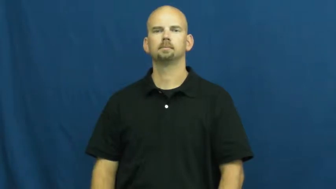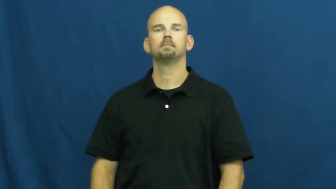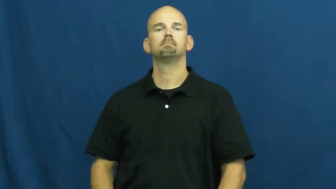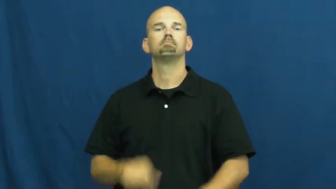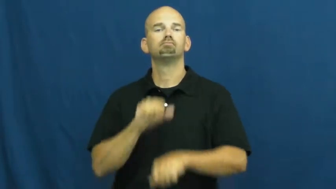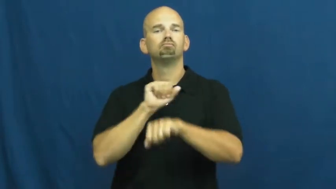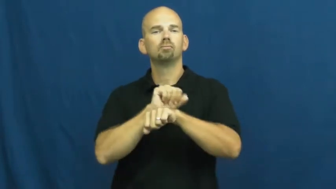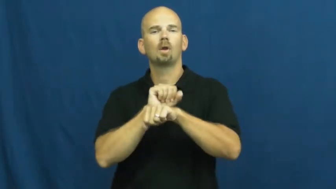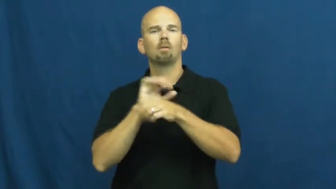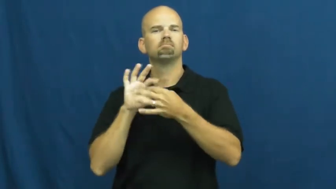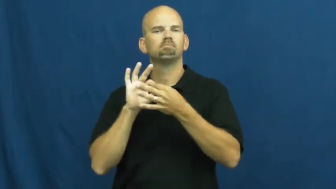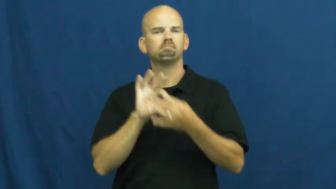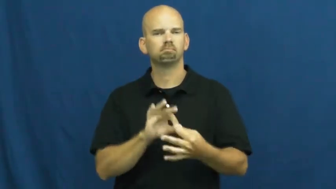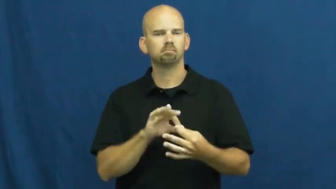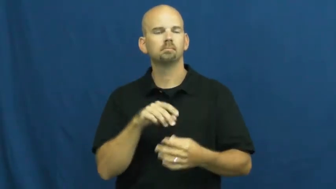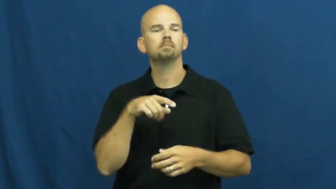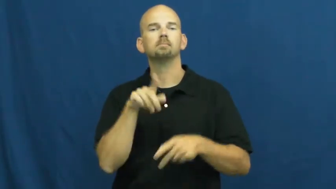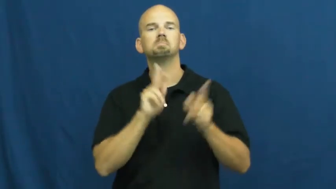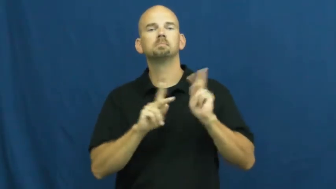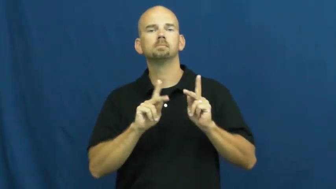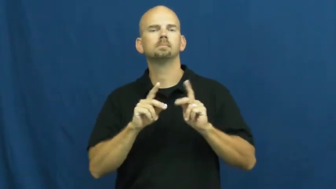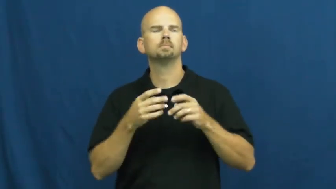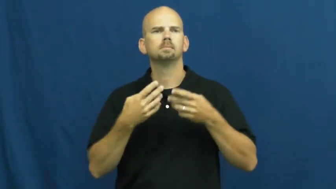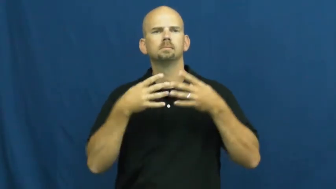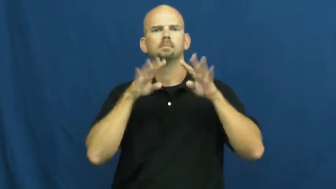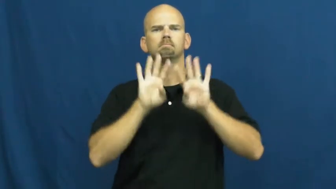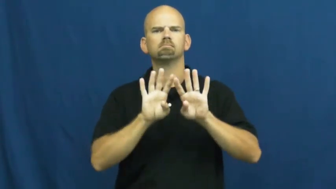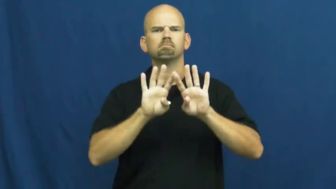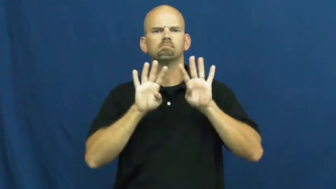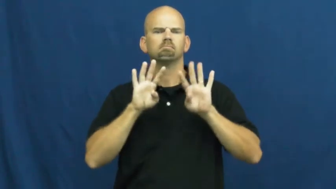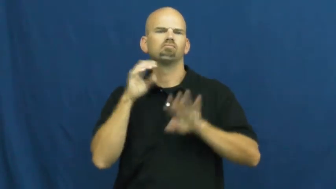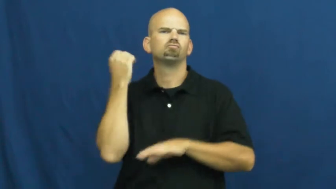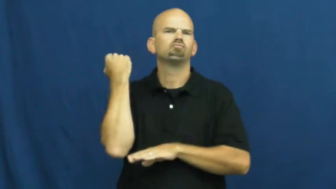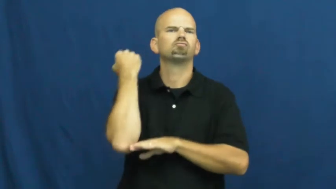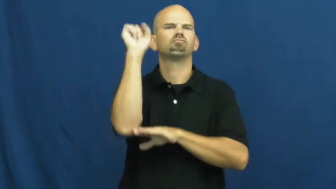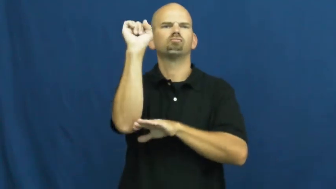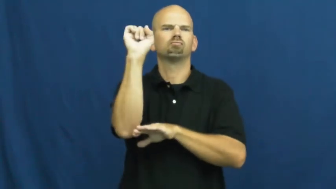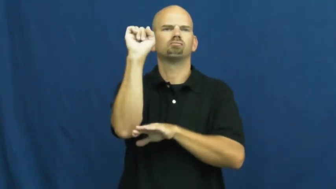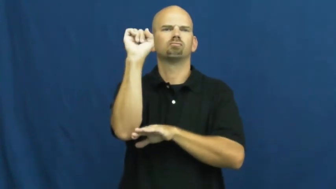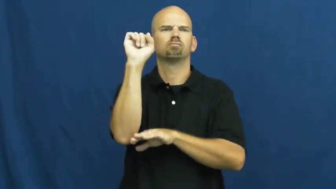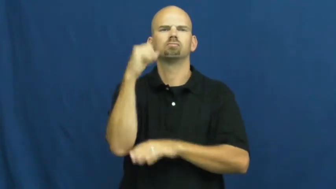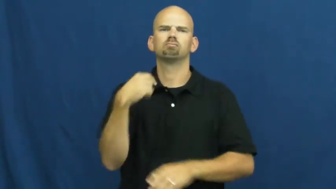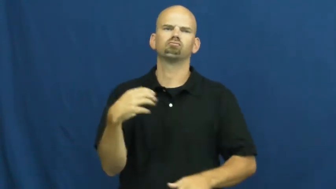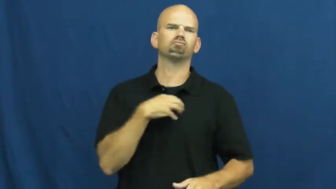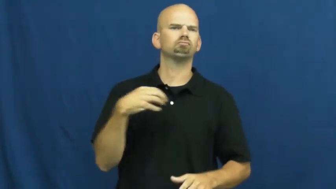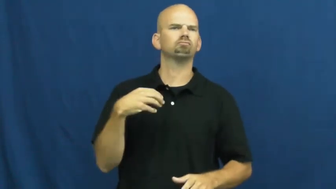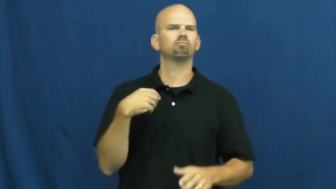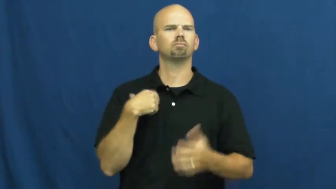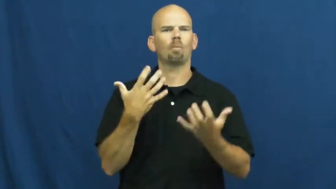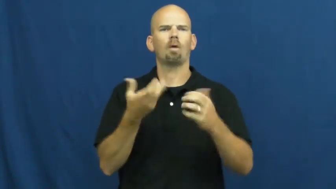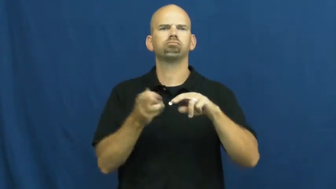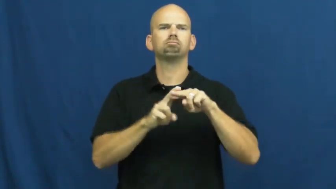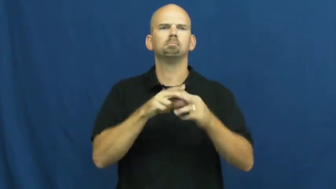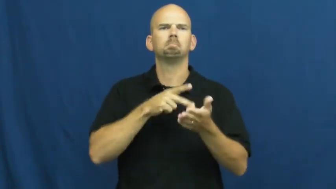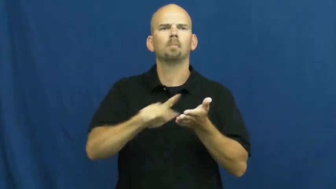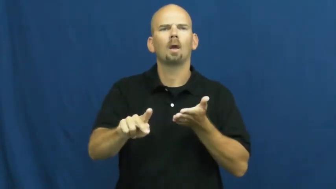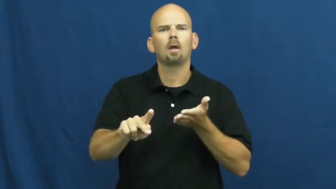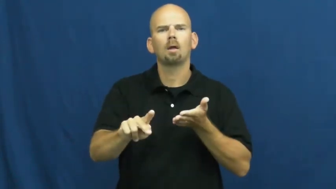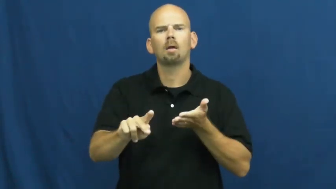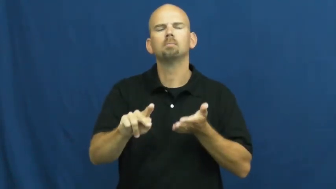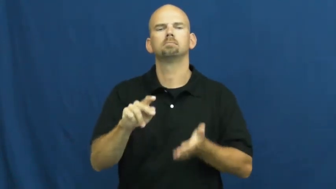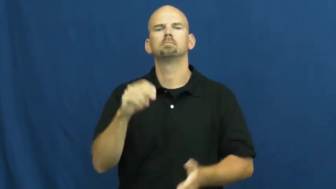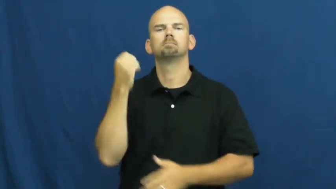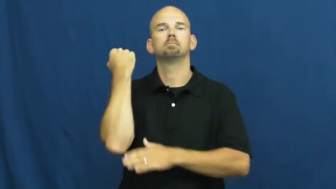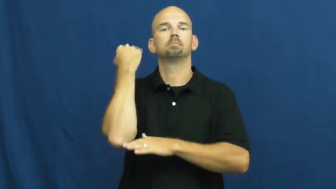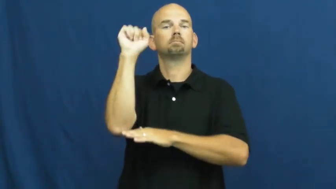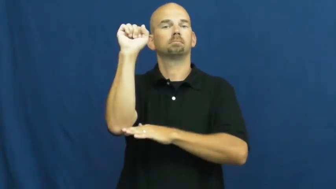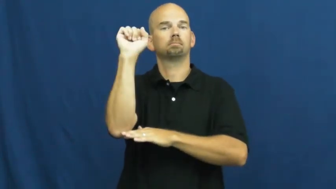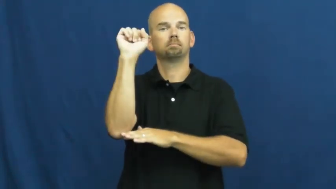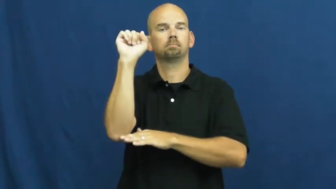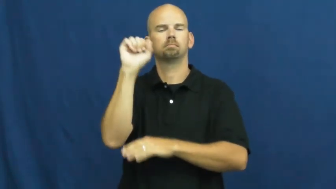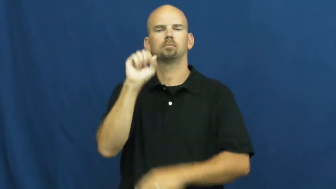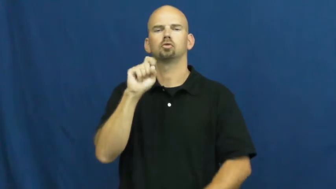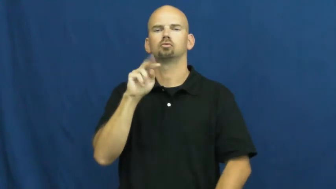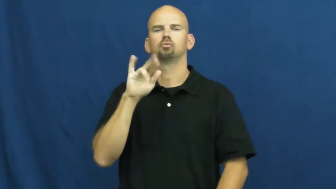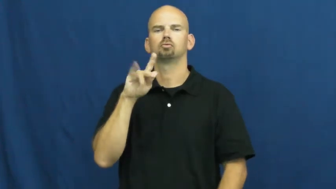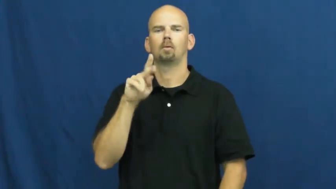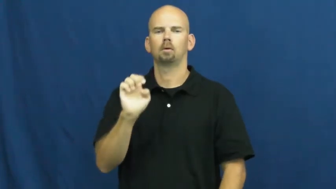strike,walkout-job